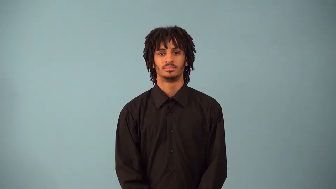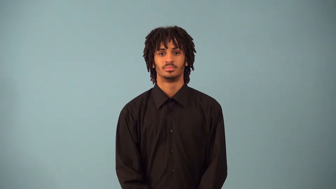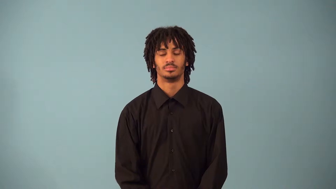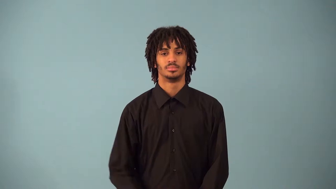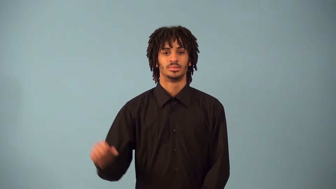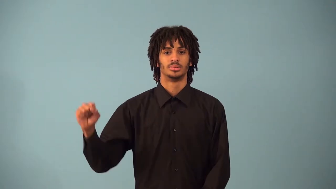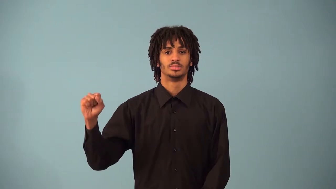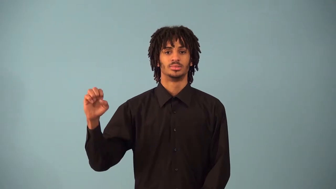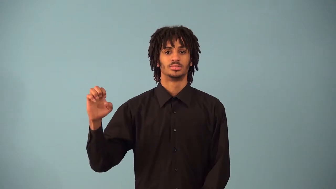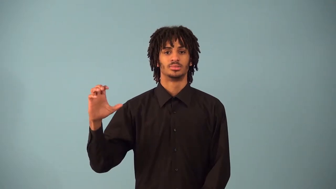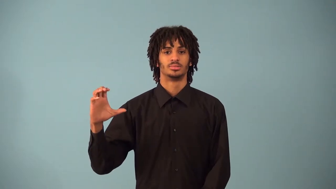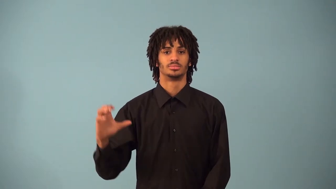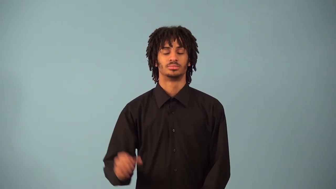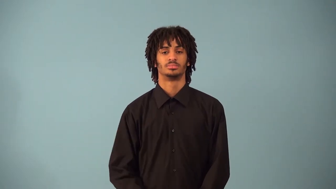secant-trigonometry